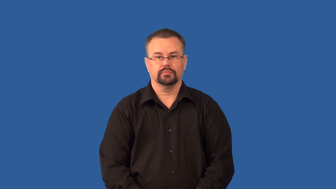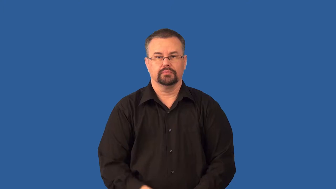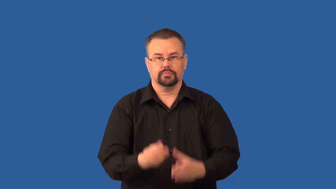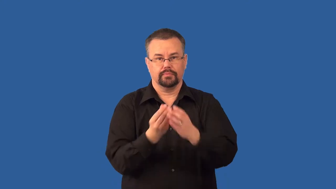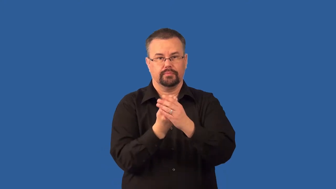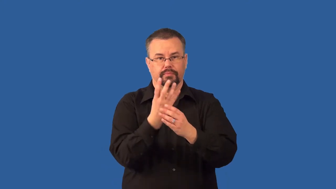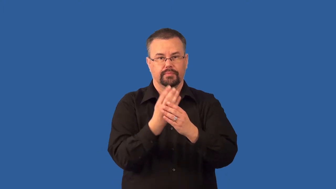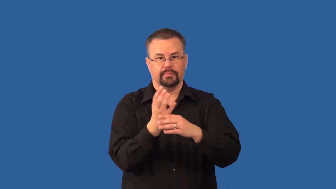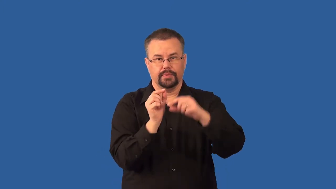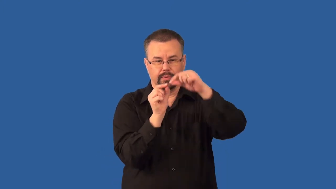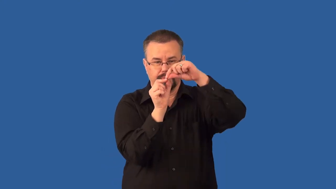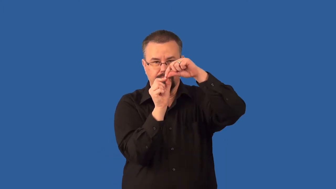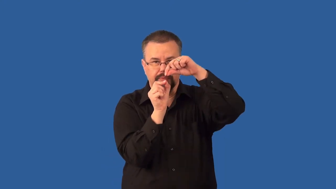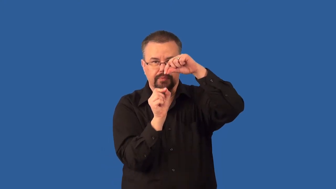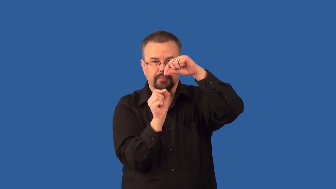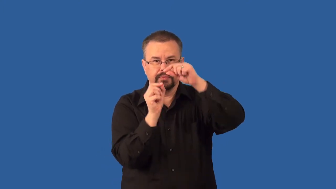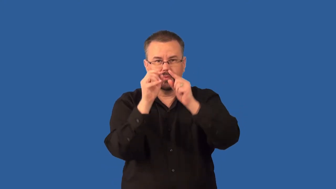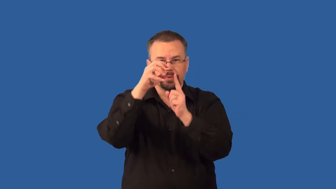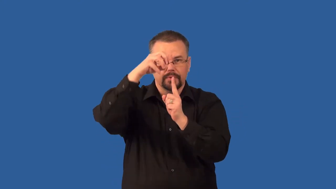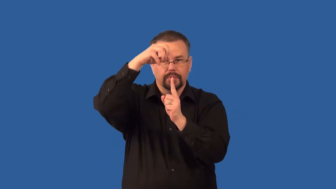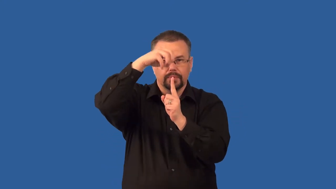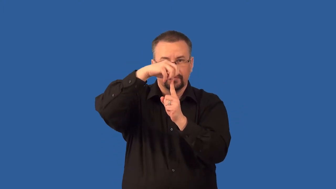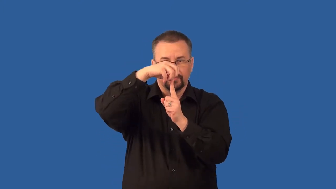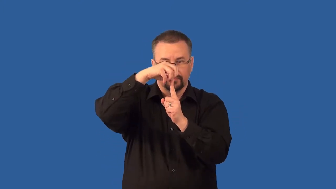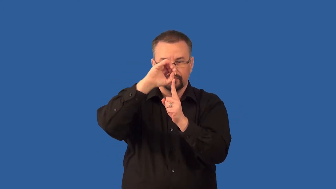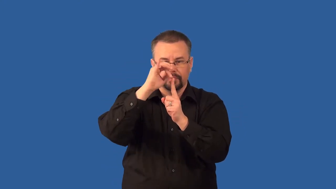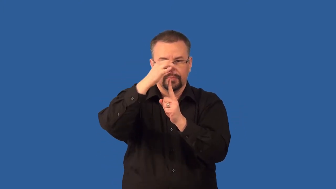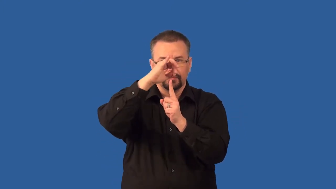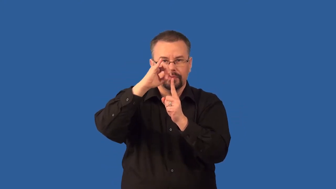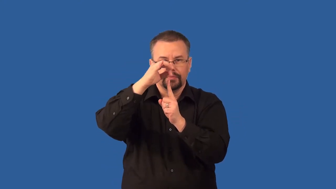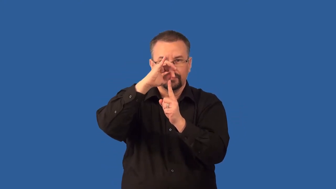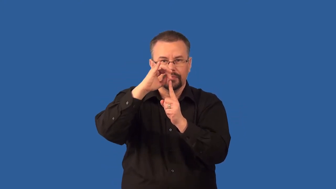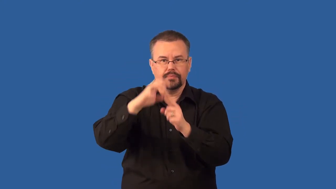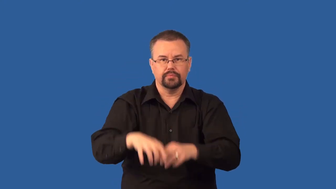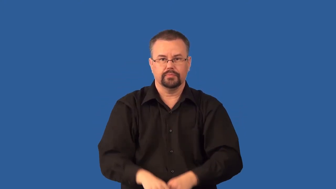sporangium